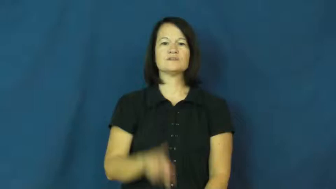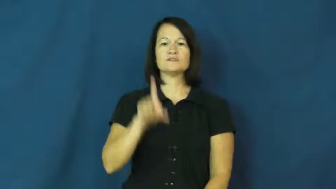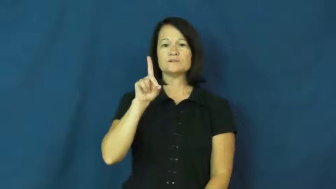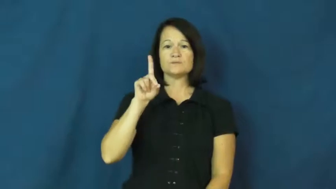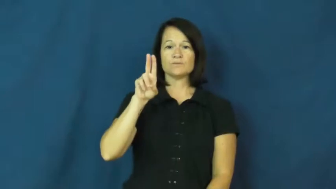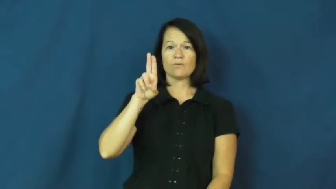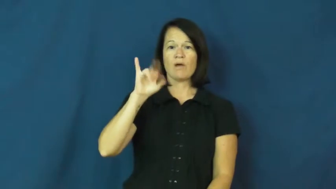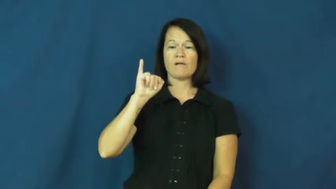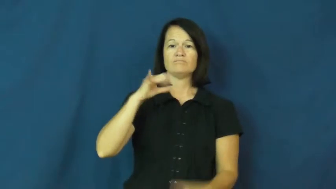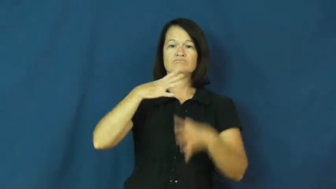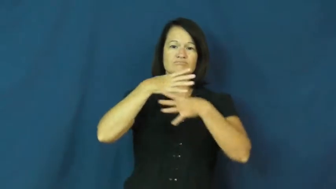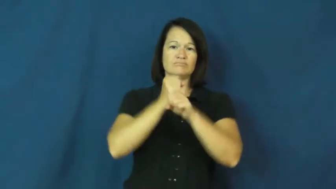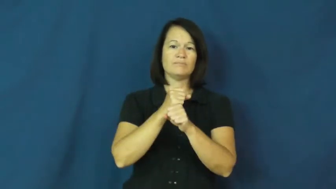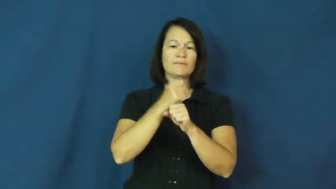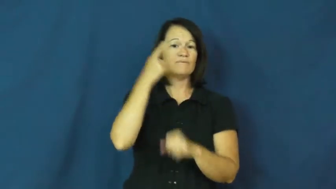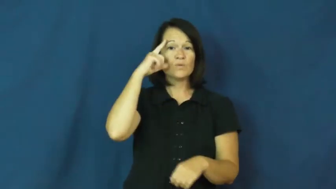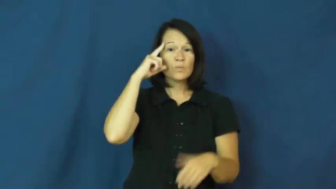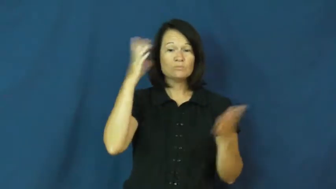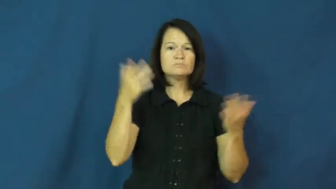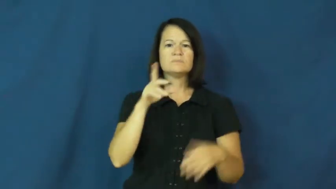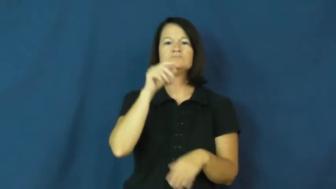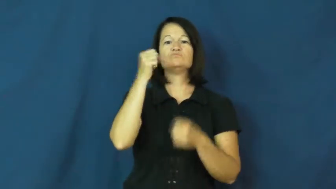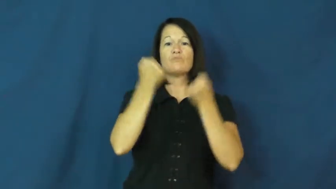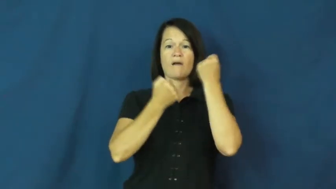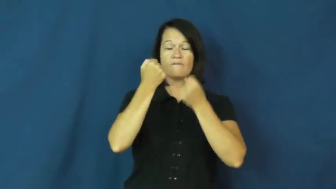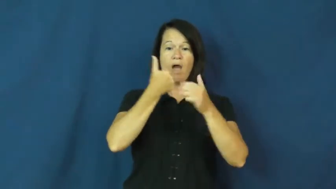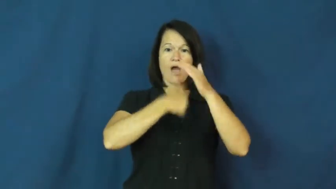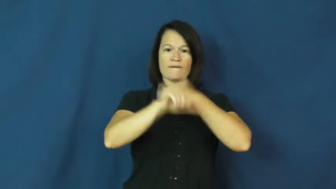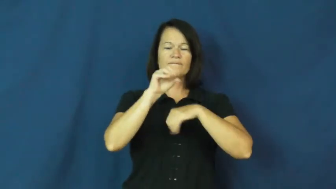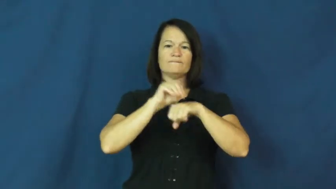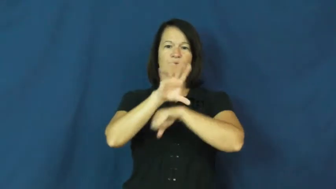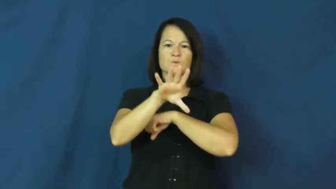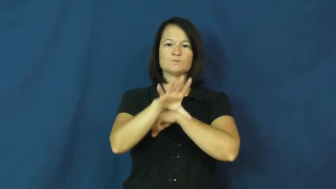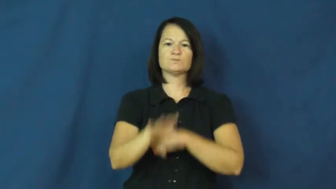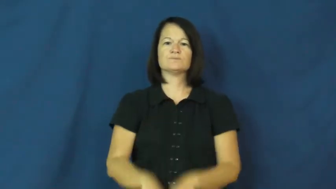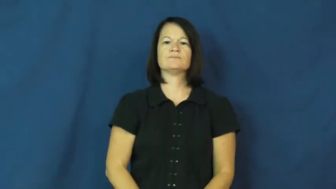DUI